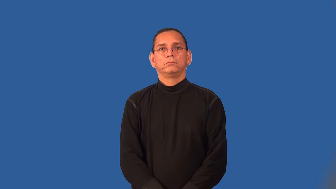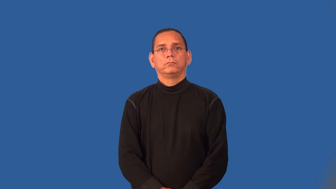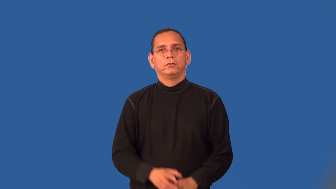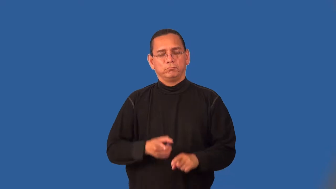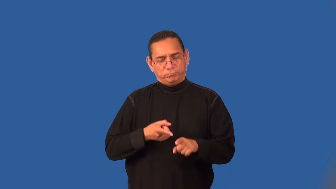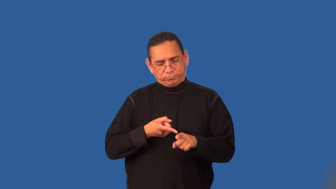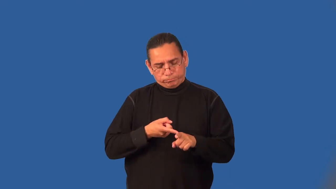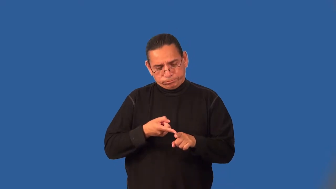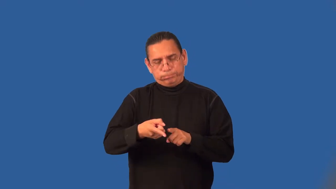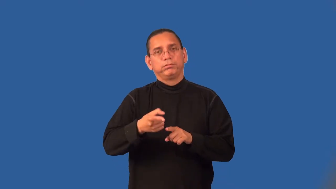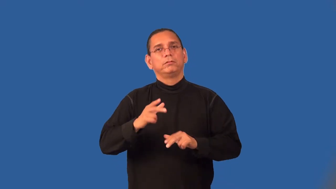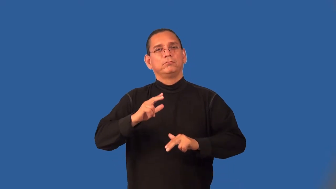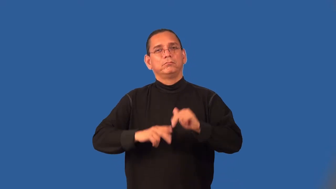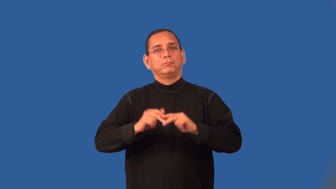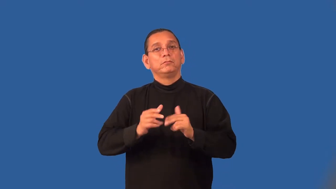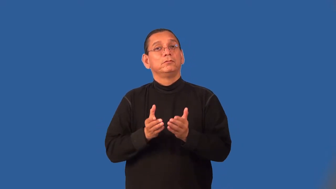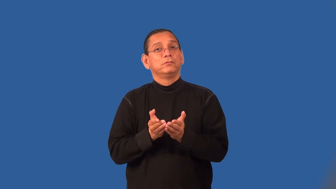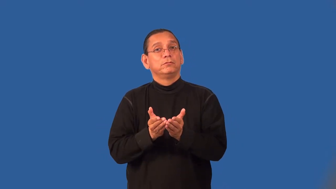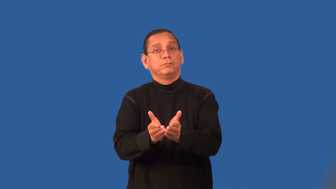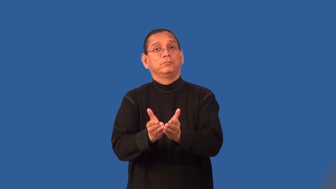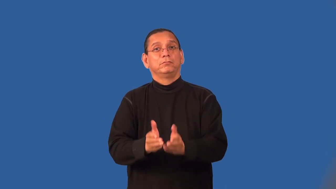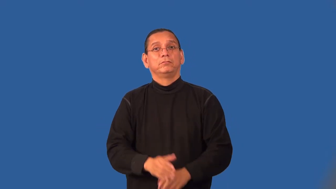shipbuilding